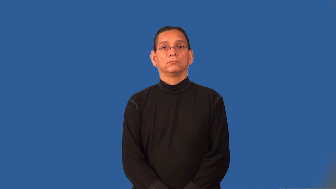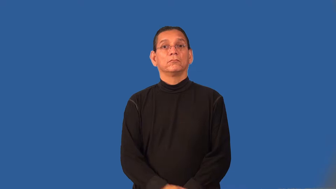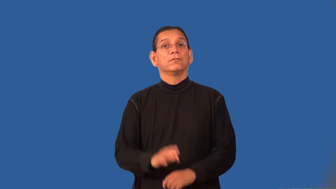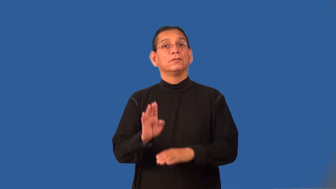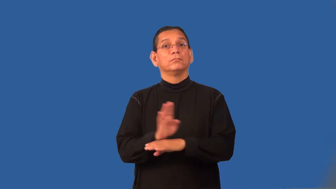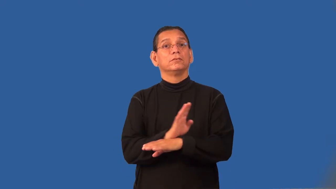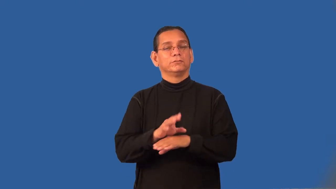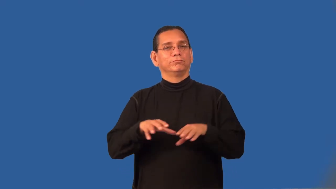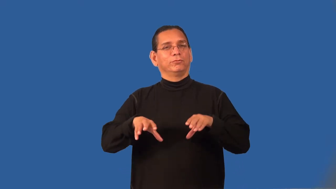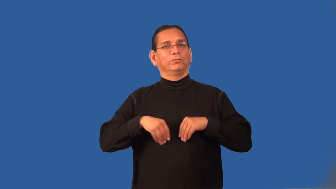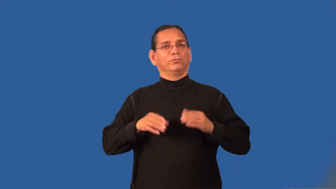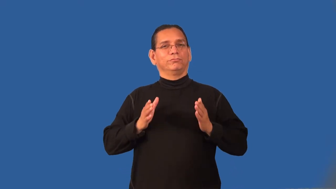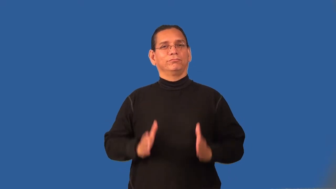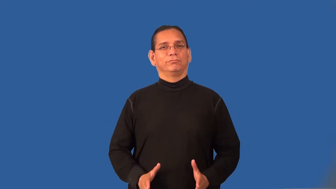proprietor